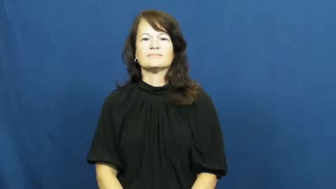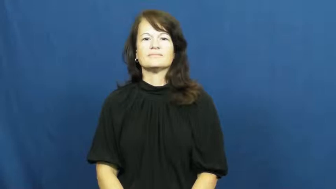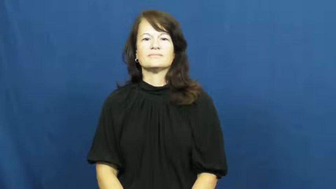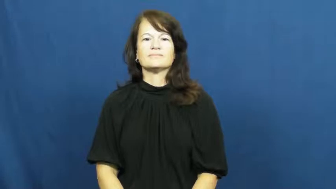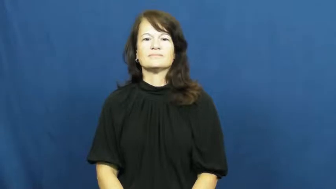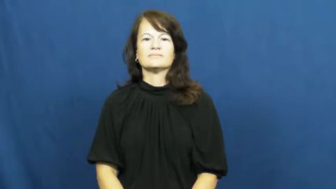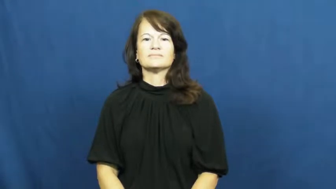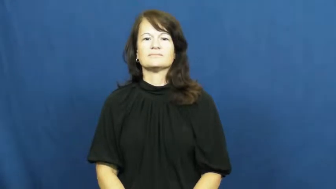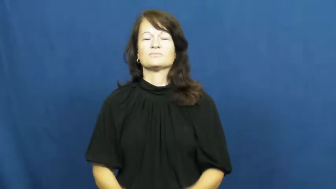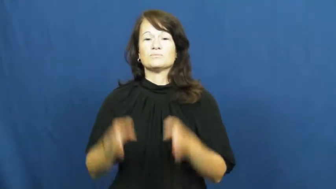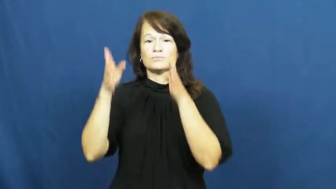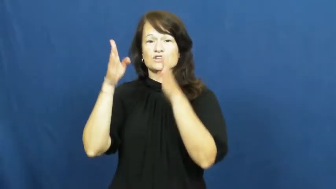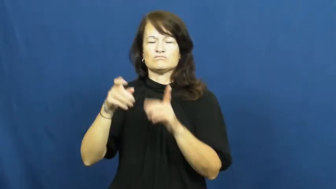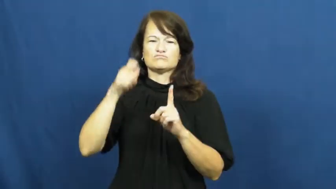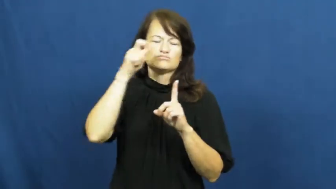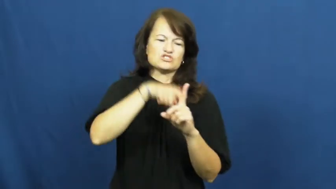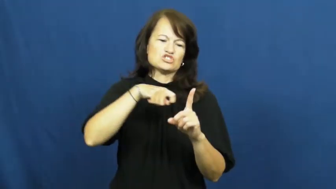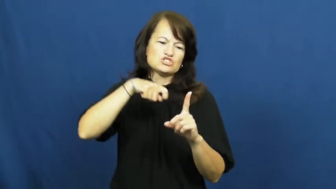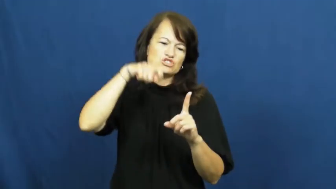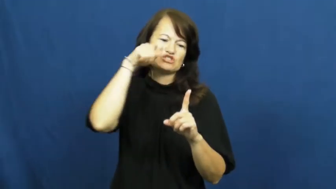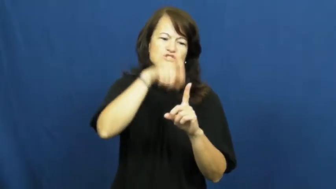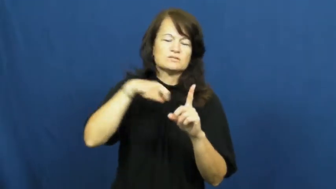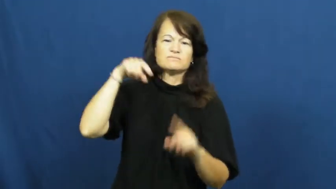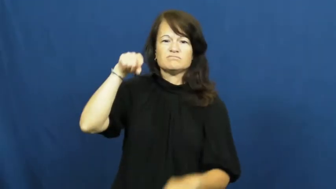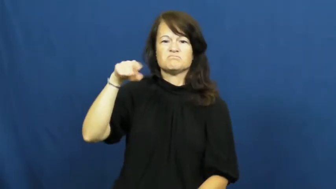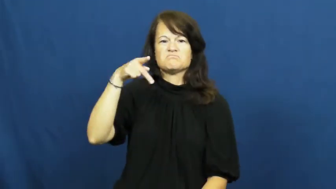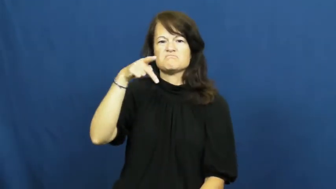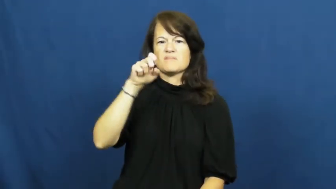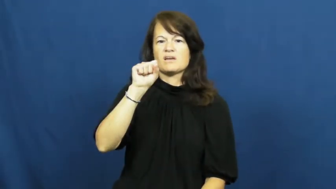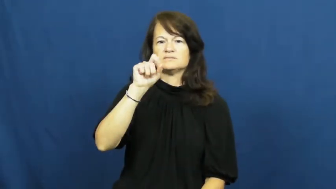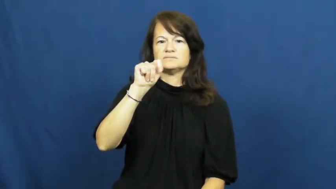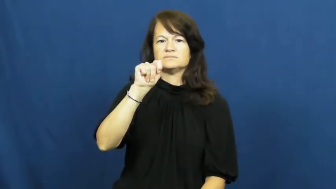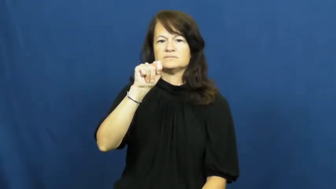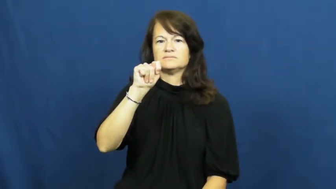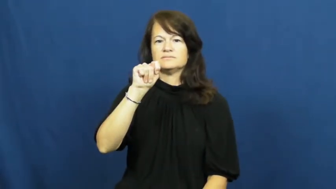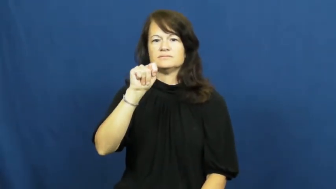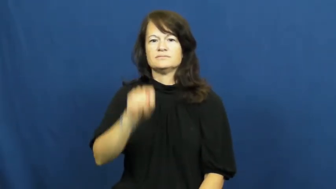dig at,snipe at,torment